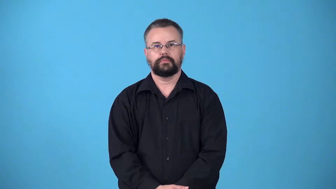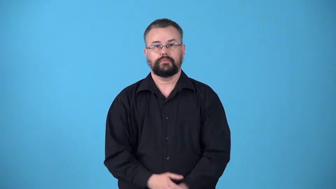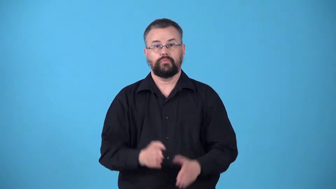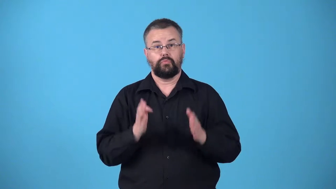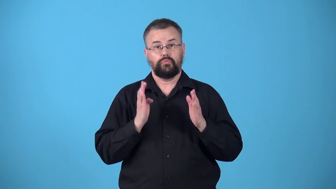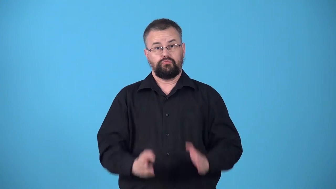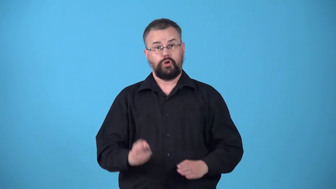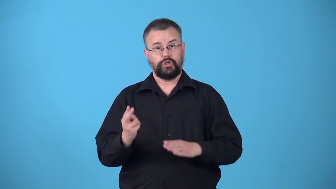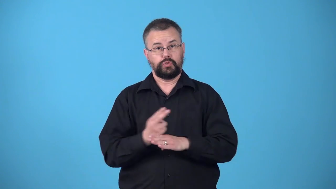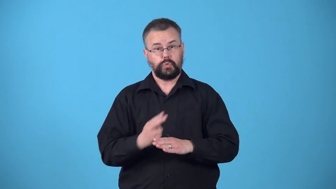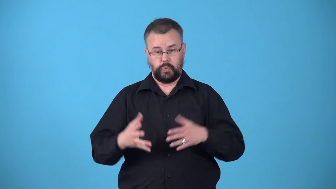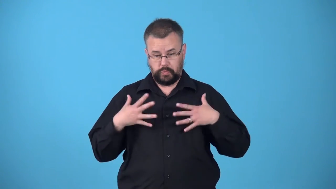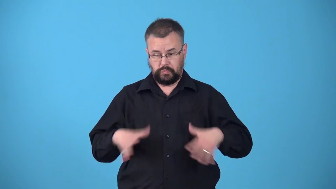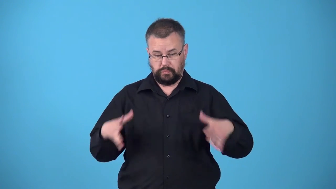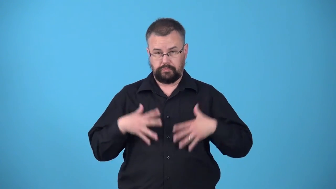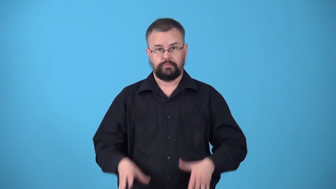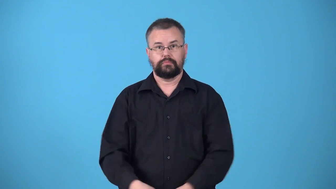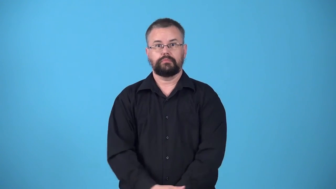wearer